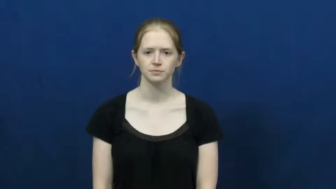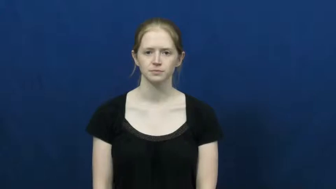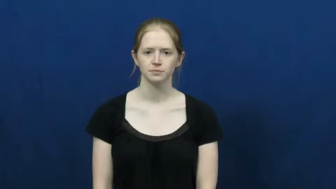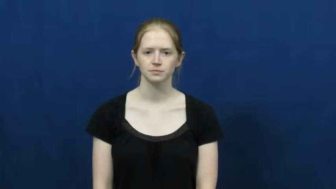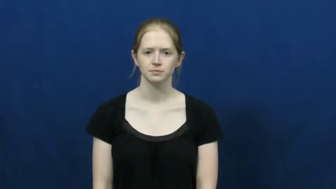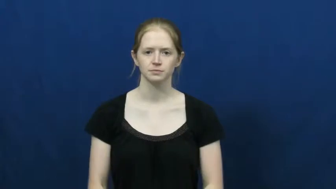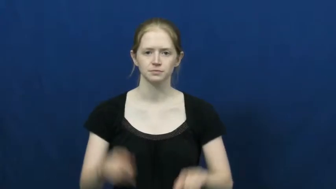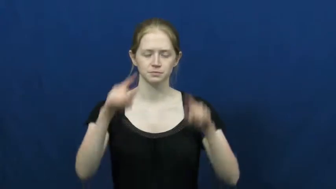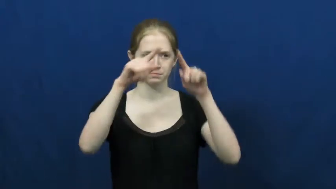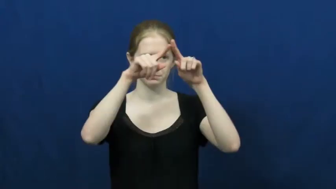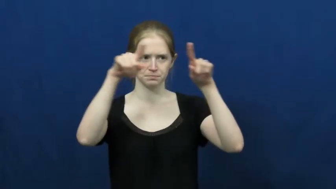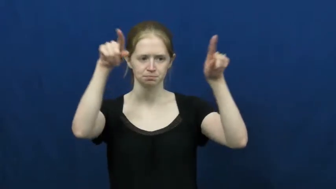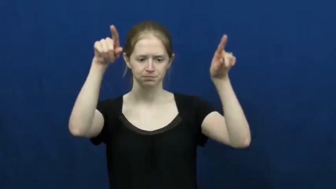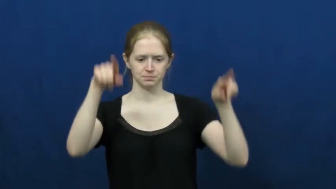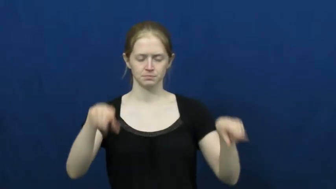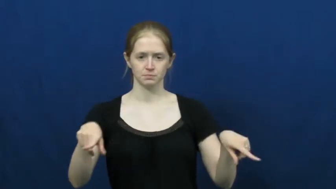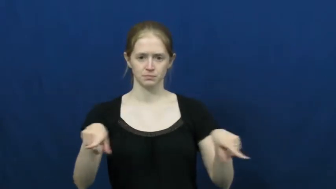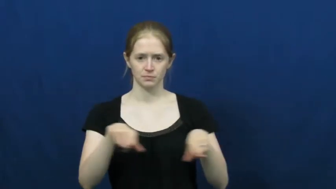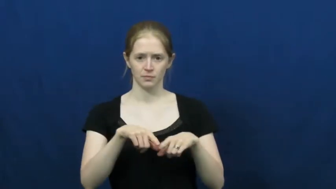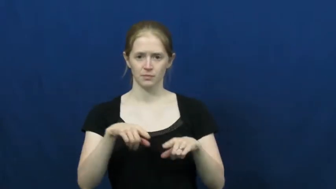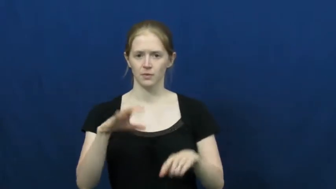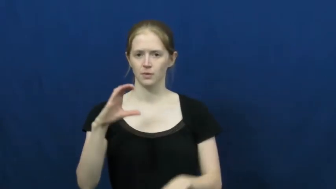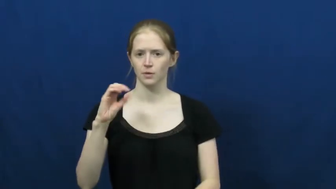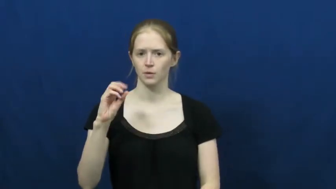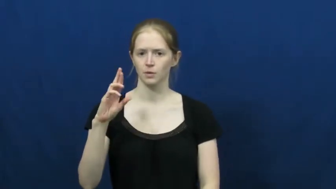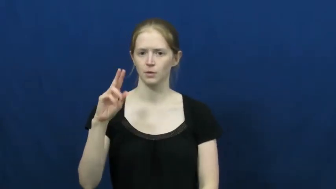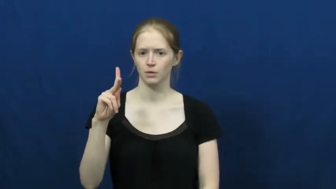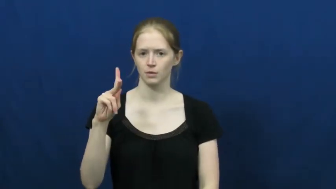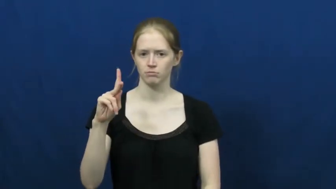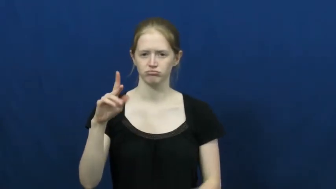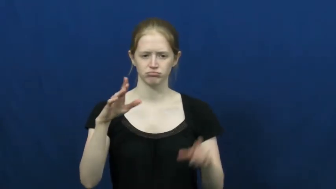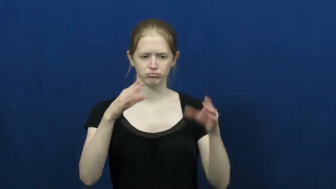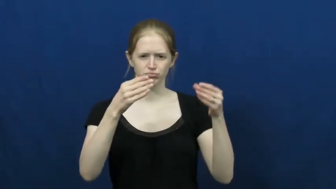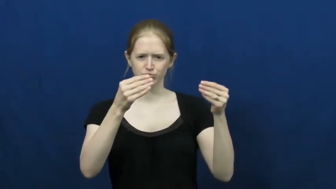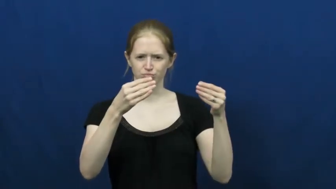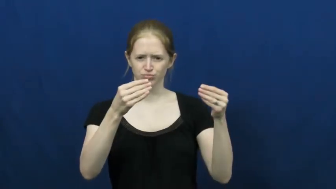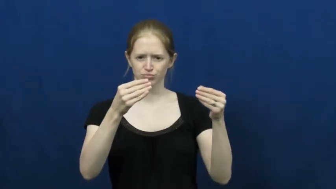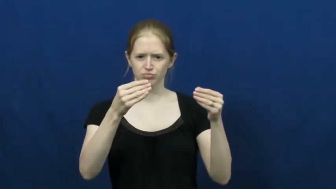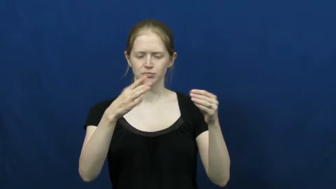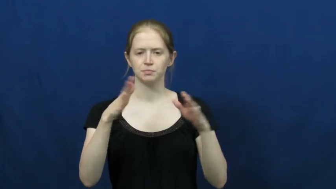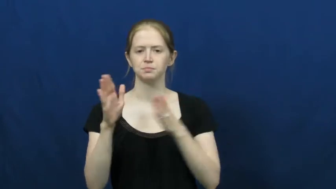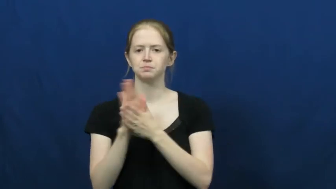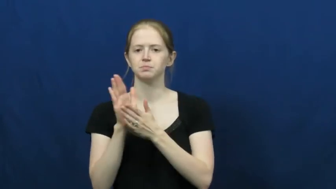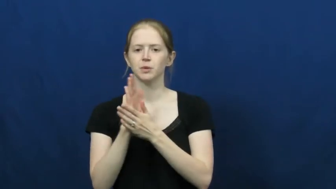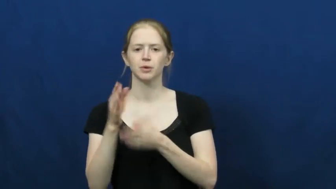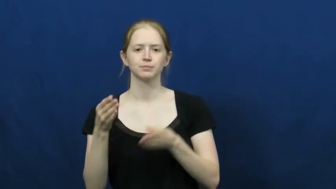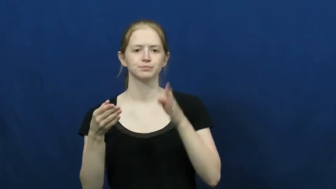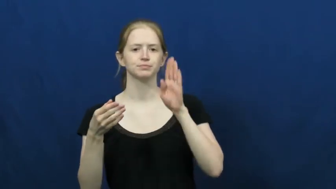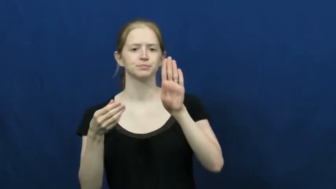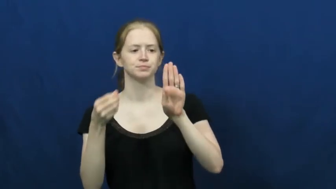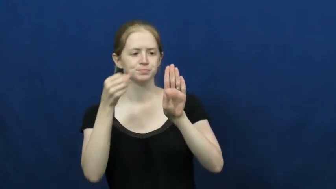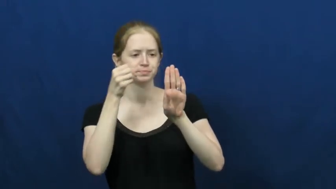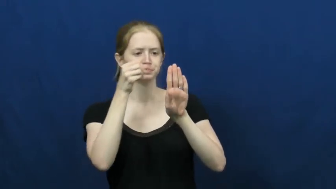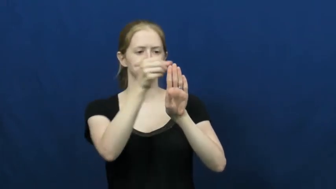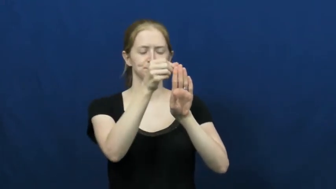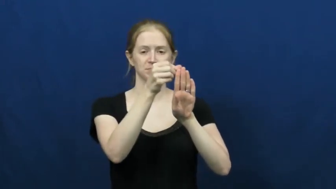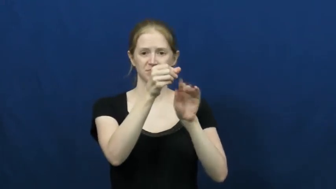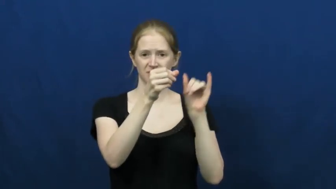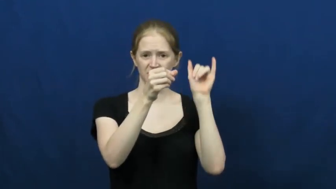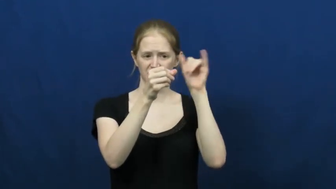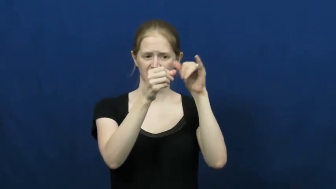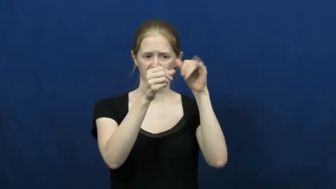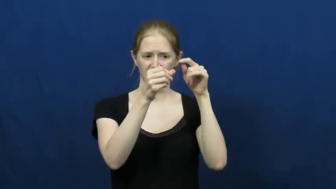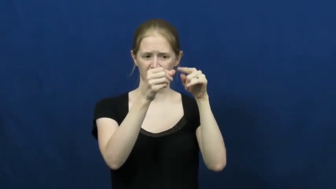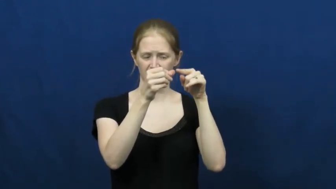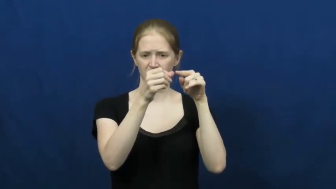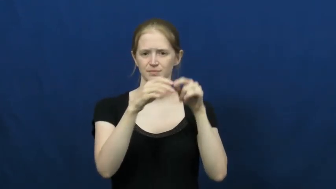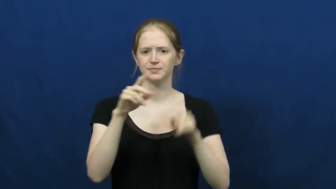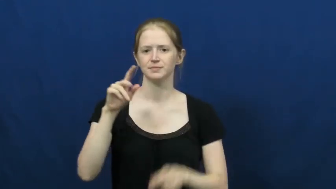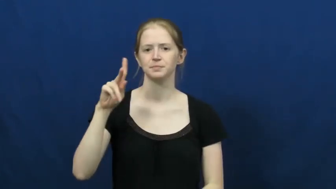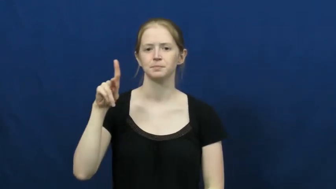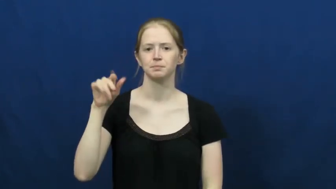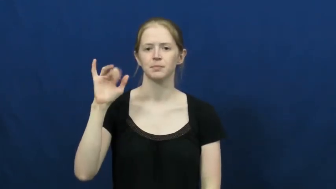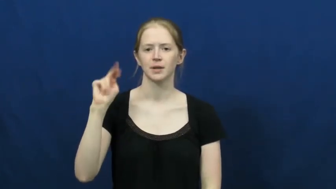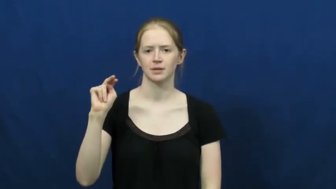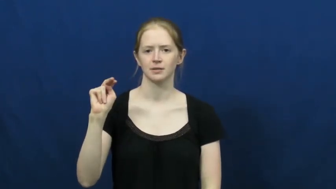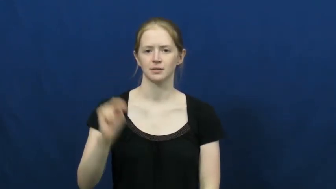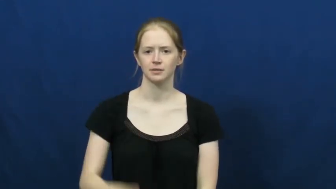pin-board